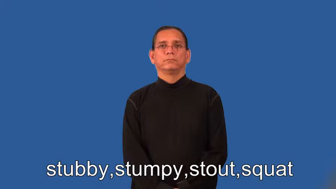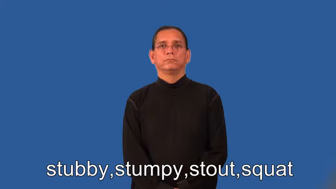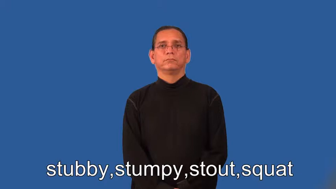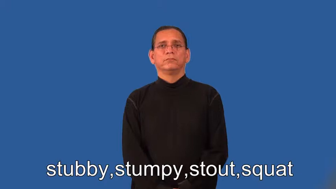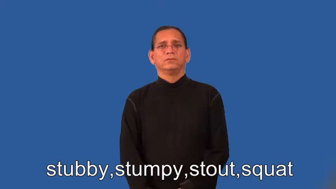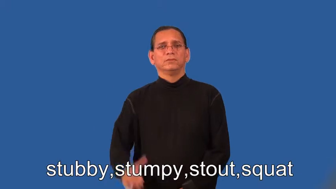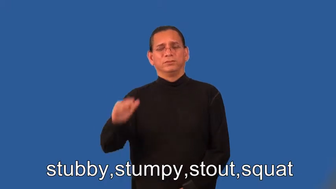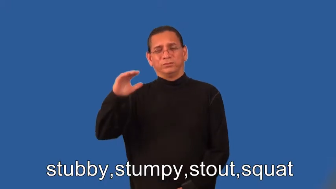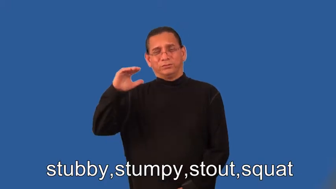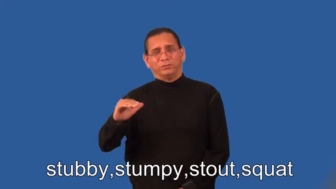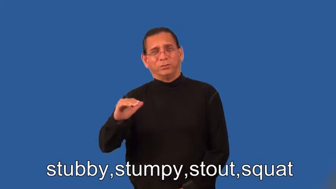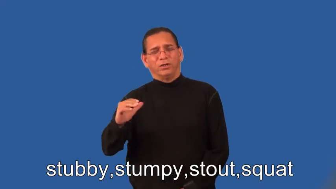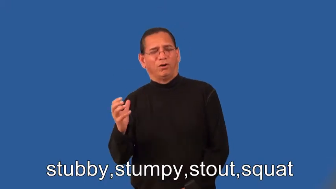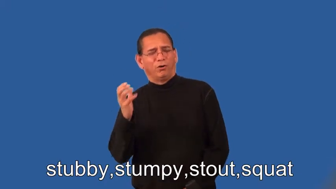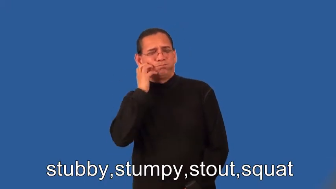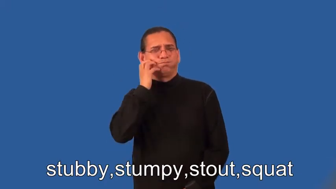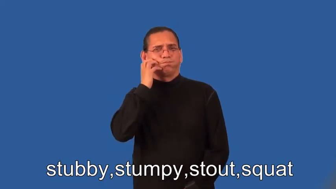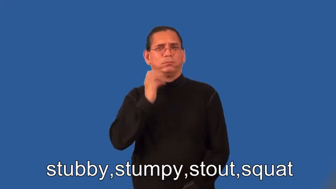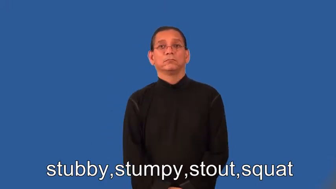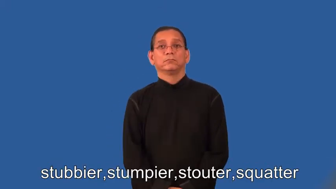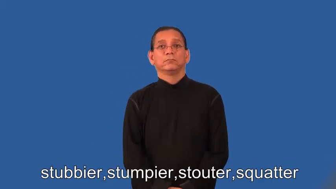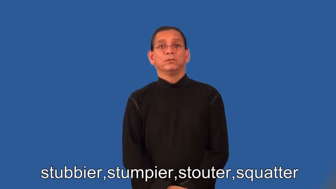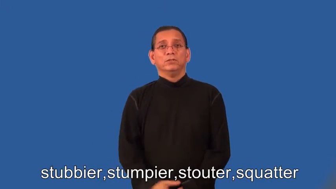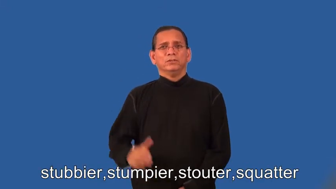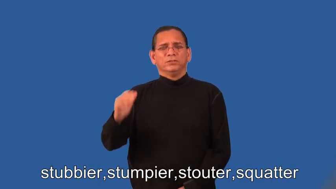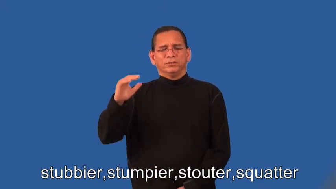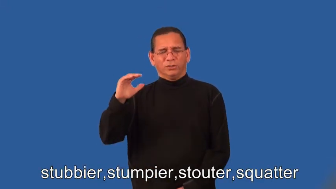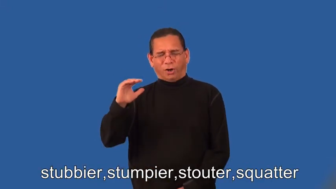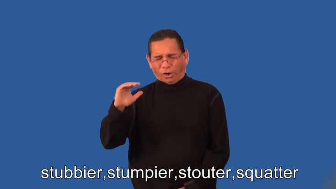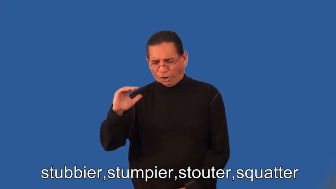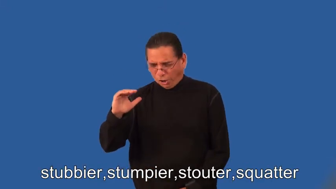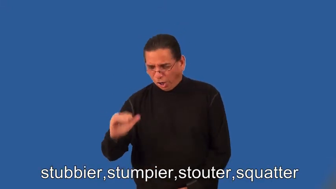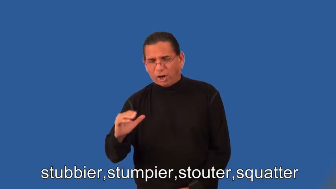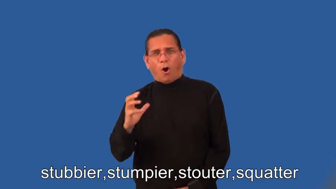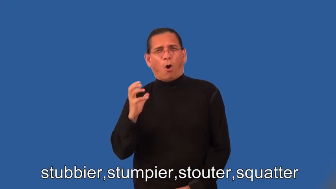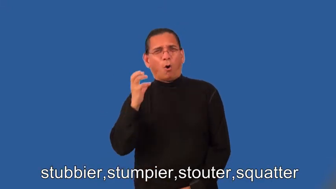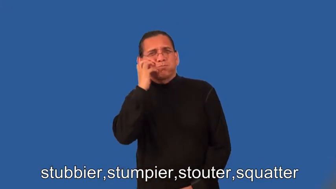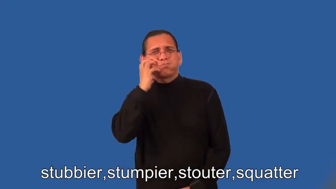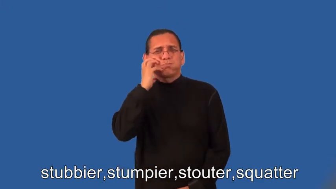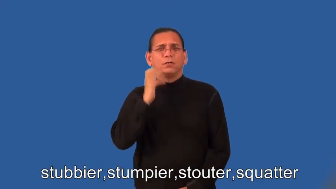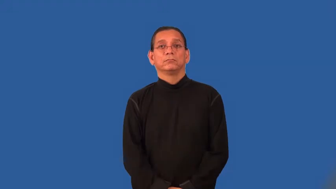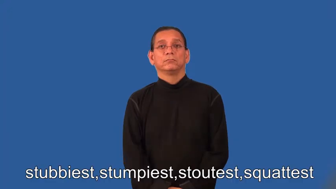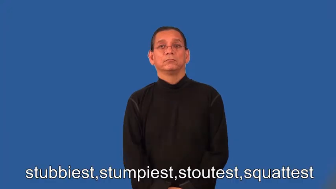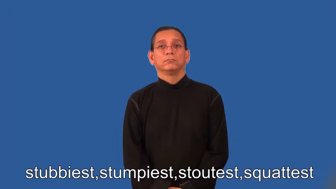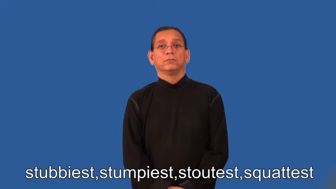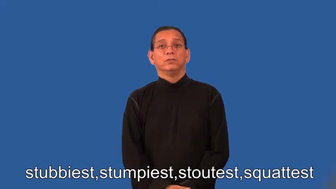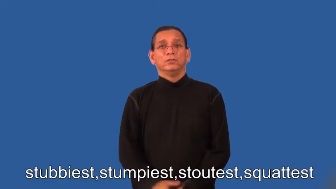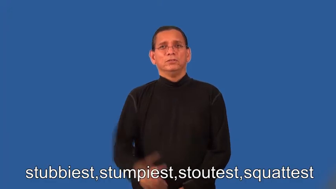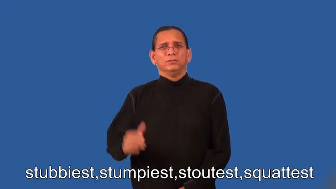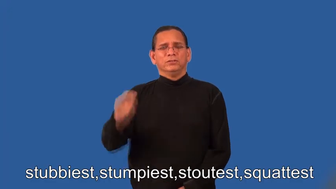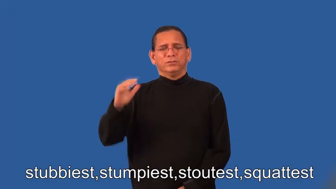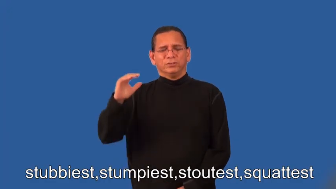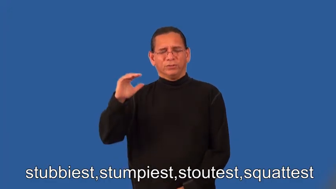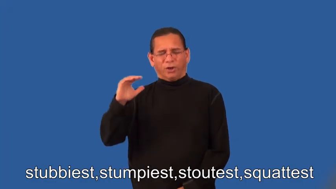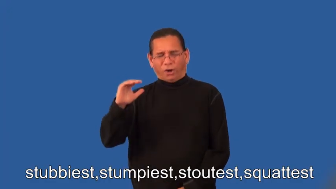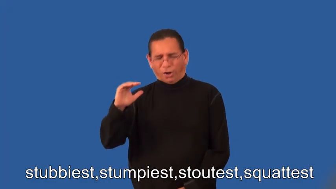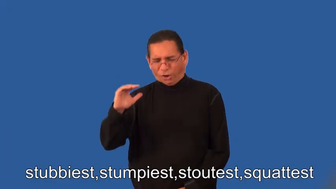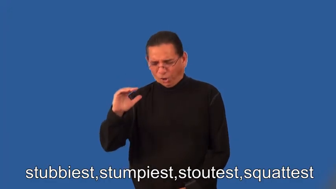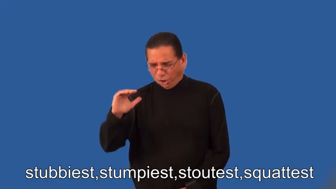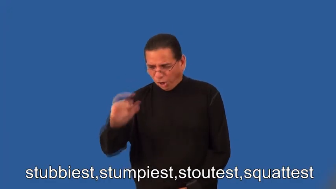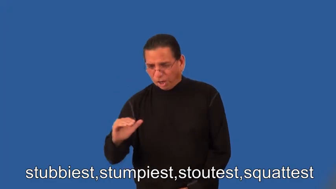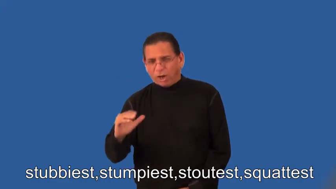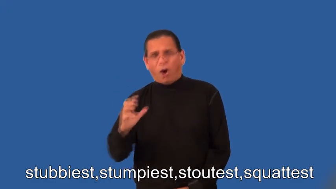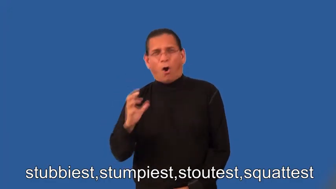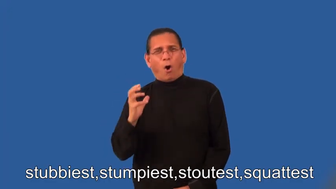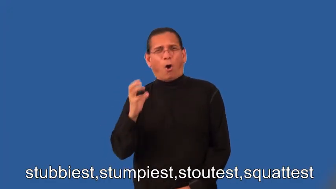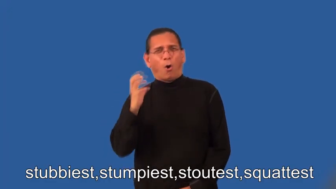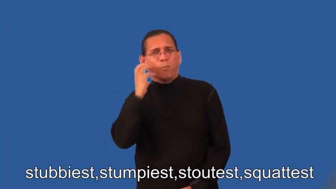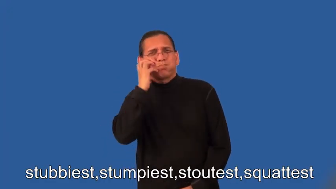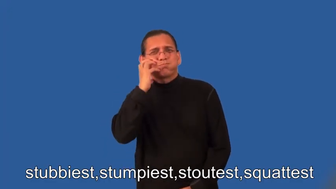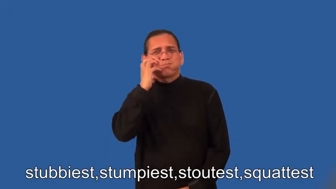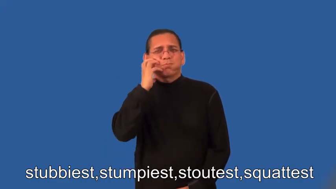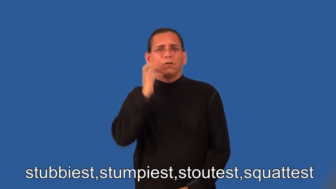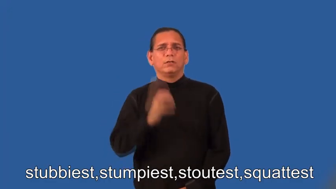stubbier,stumpier,stouter,squatter,stubbiest,stumpiest,stoutest,squattest